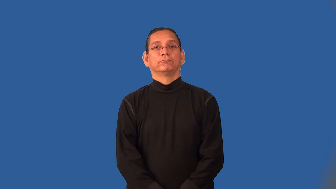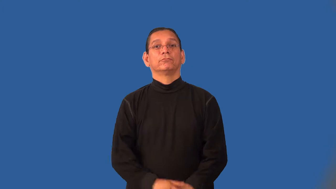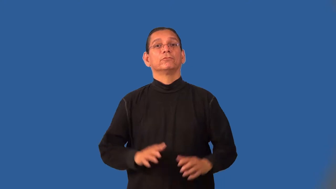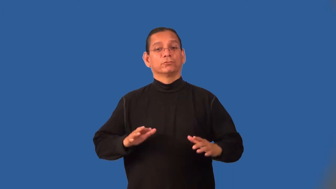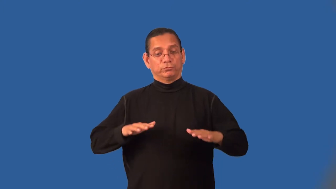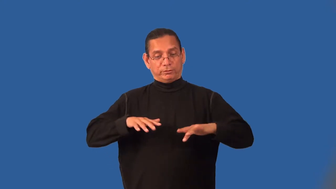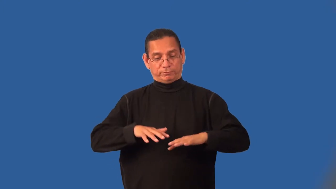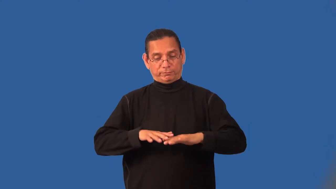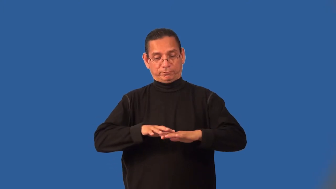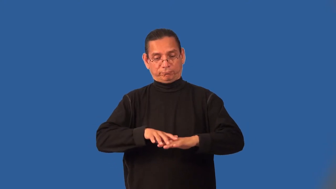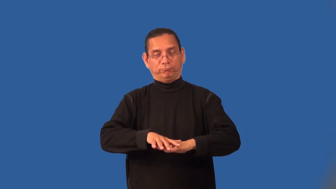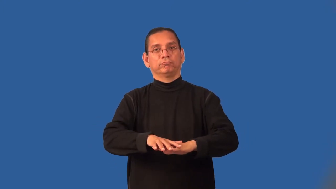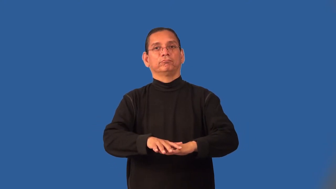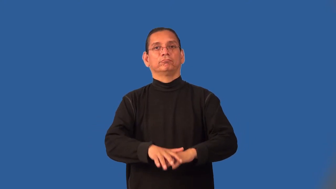interlace